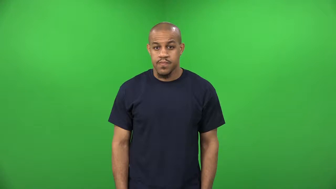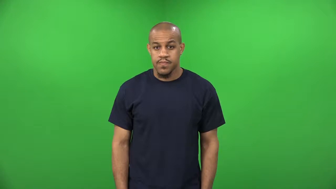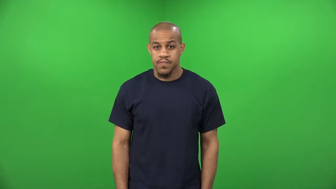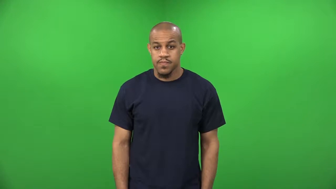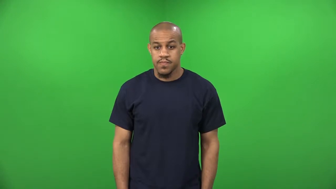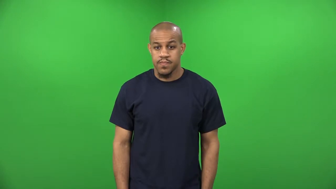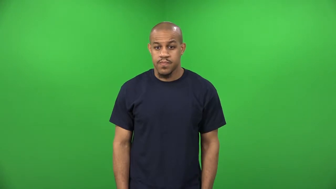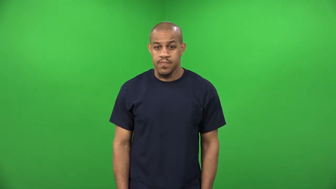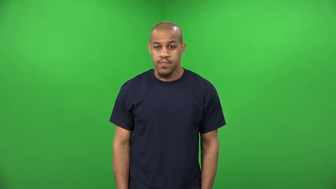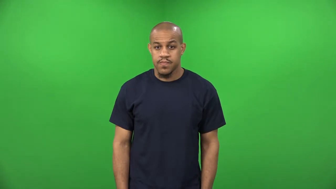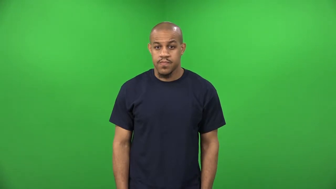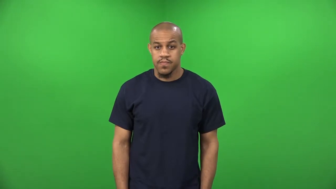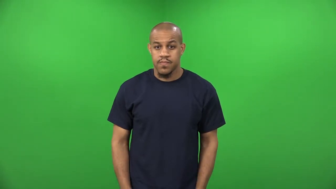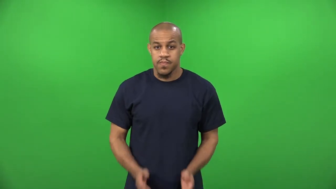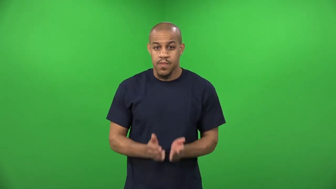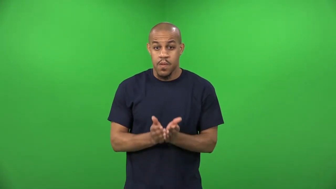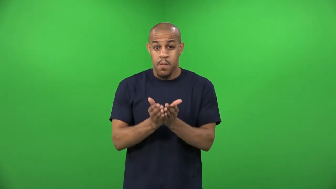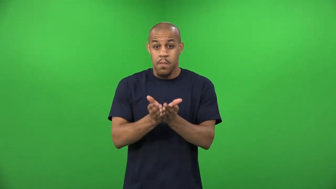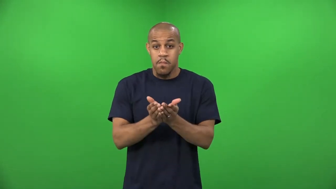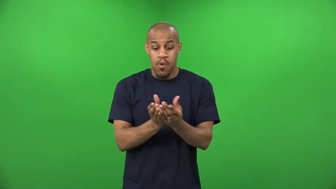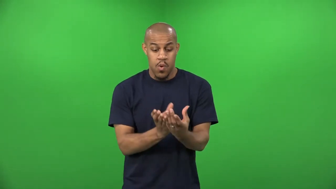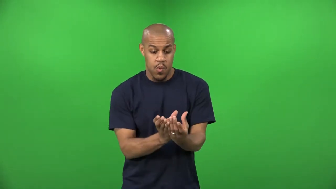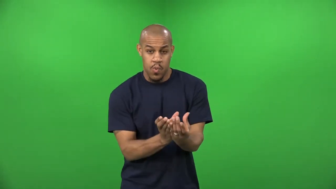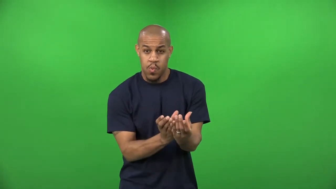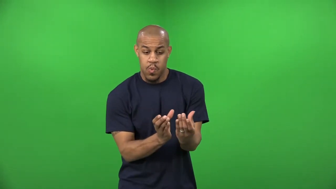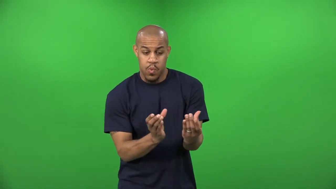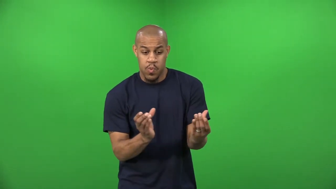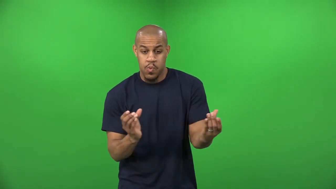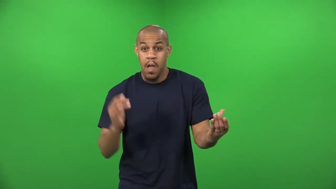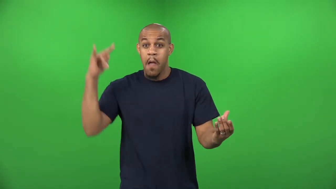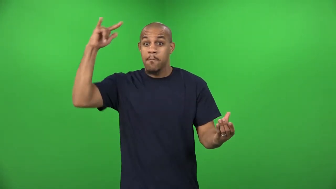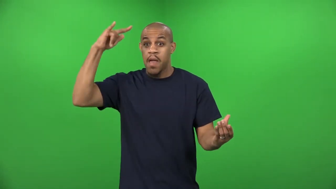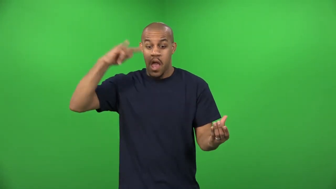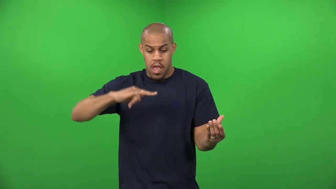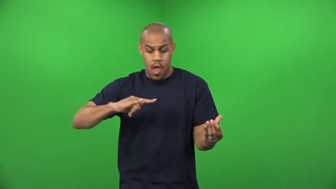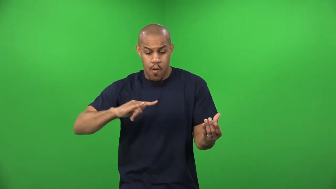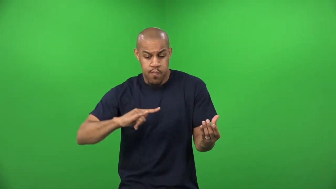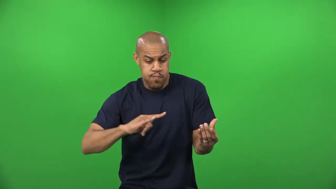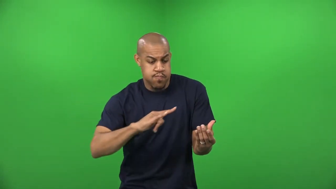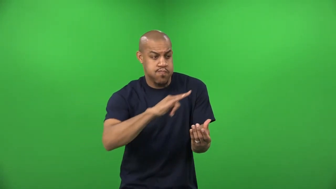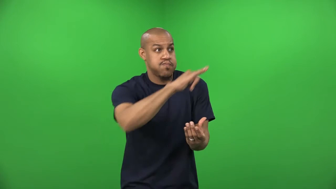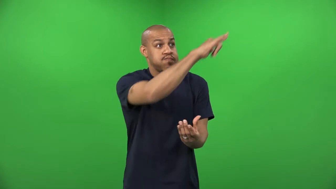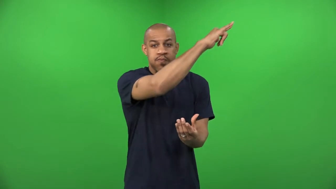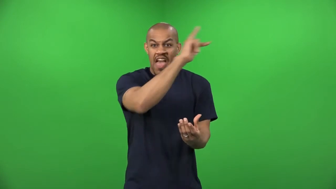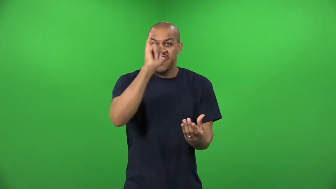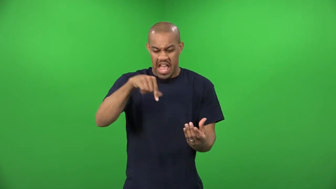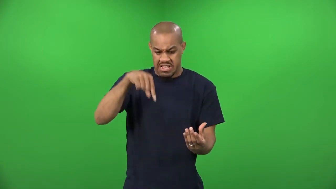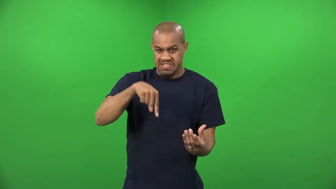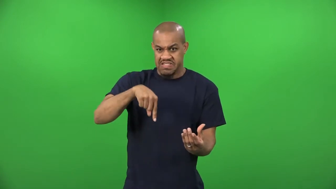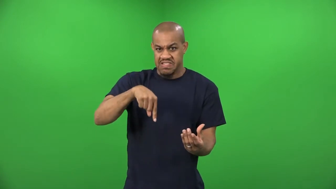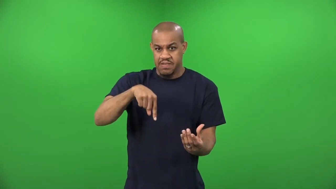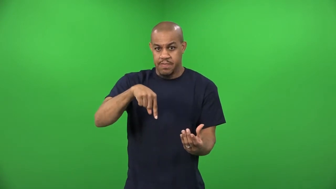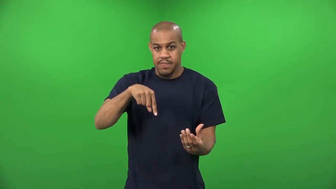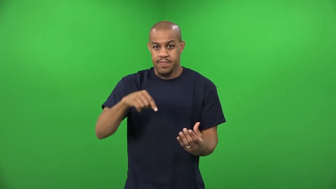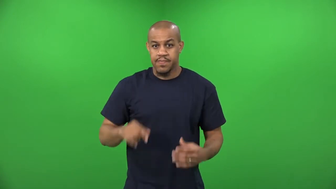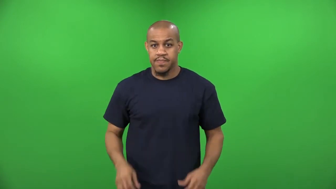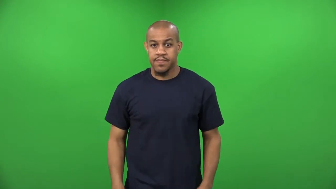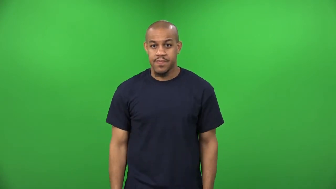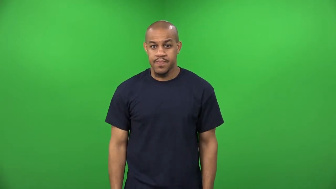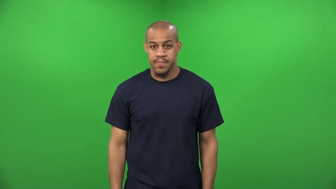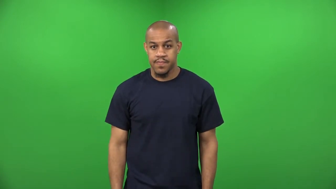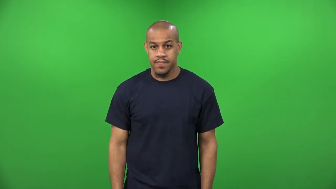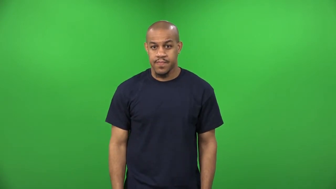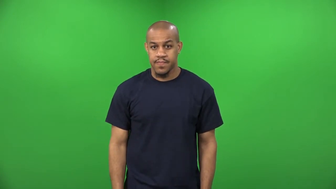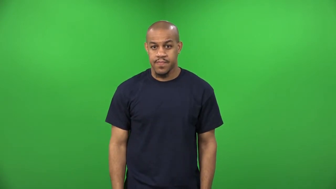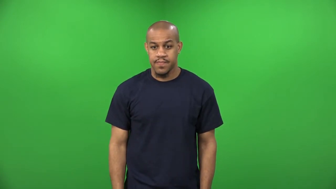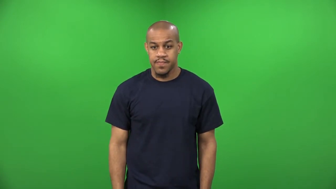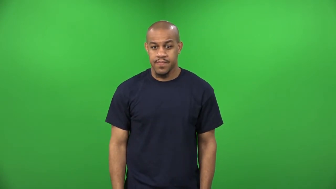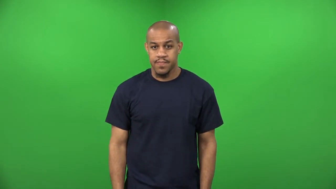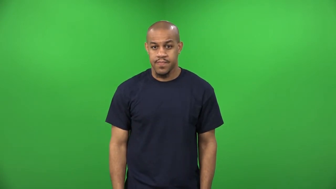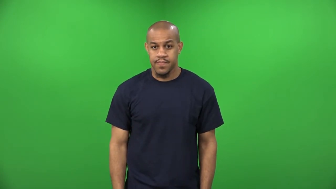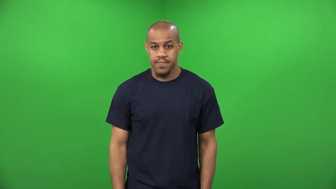aircraft carrier